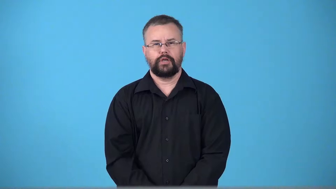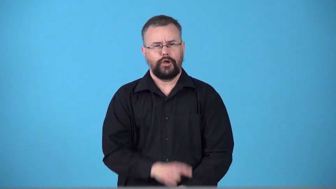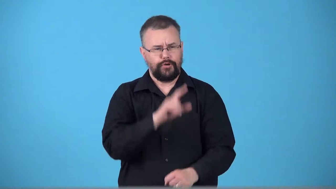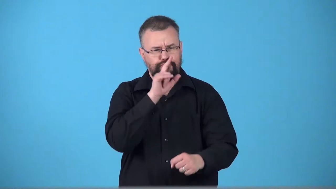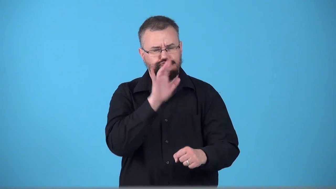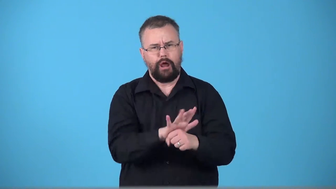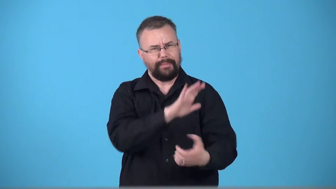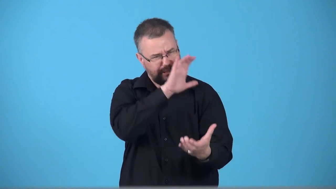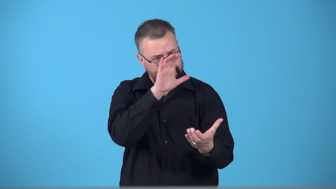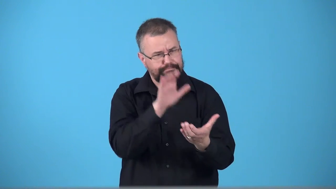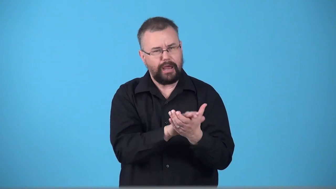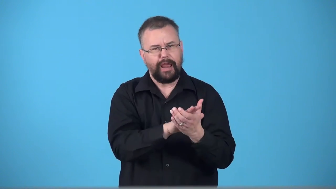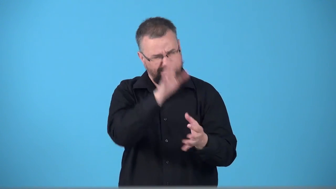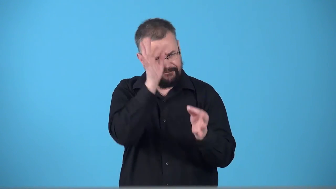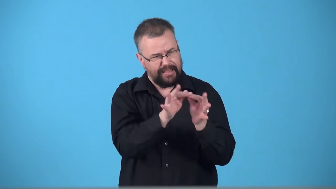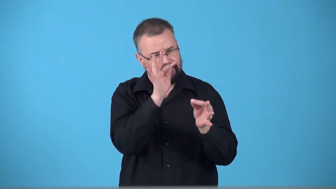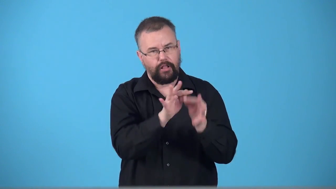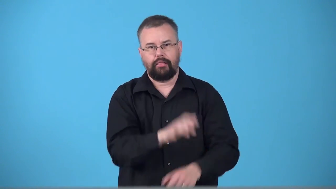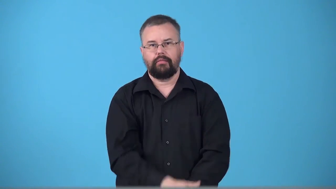troth-pledge to marry and be faithful